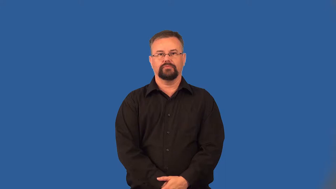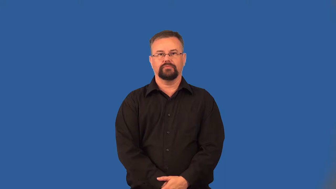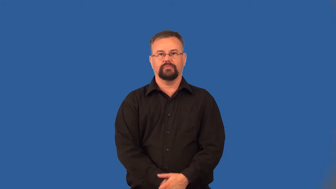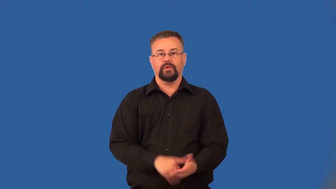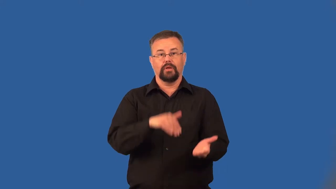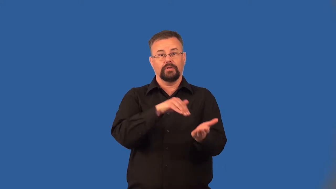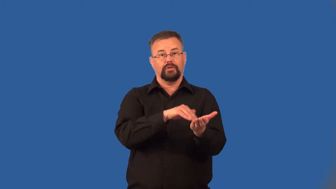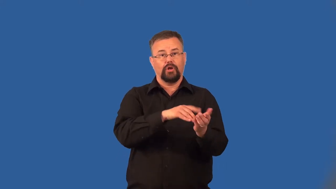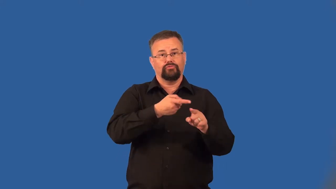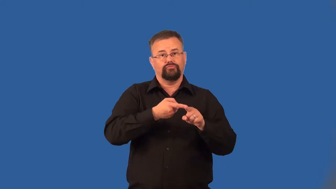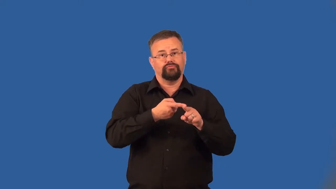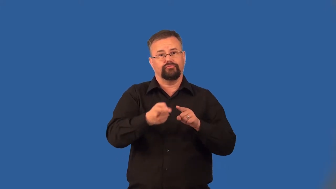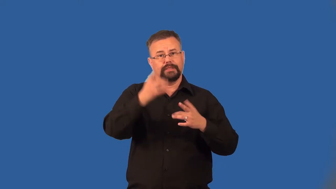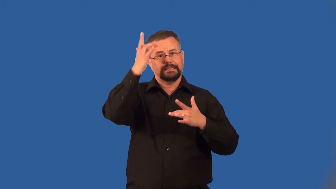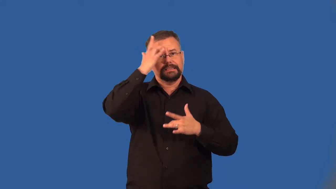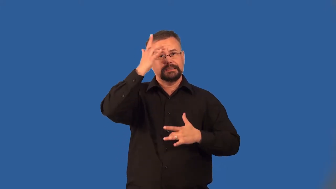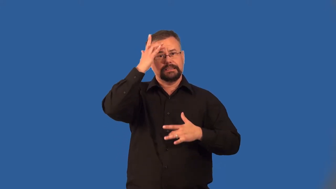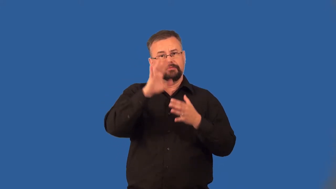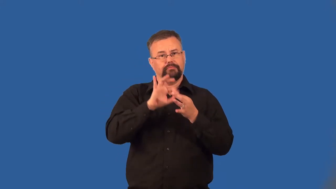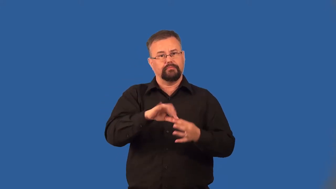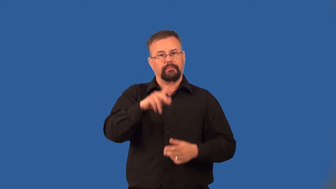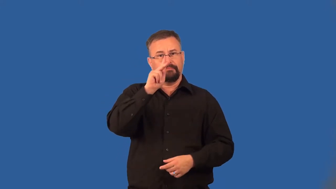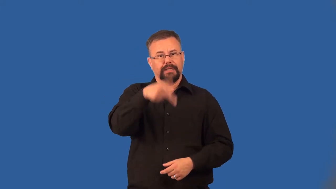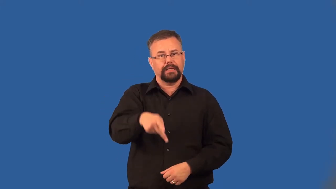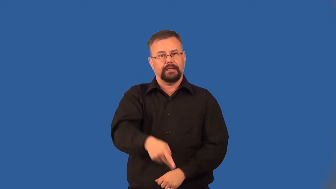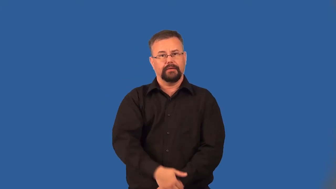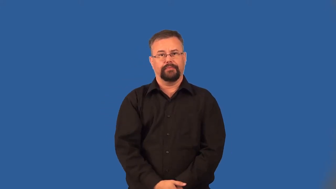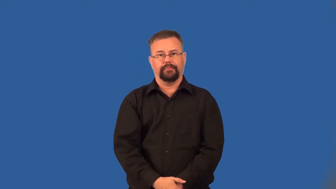urologist